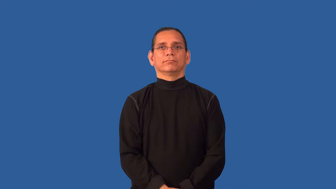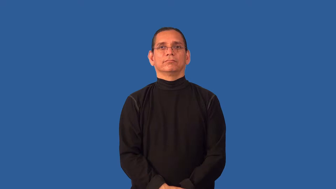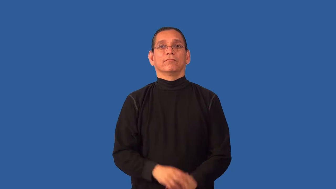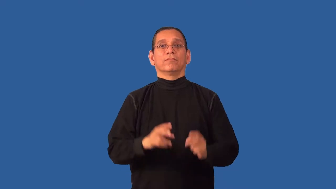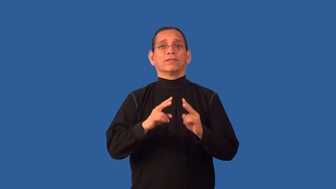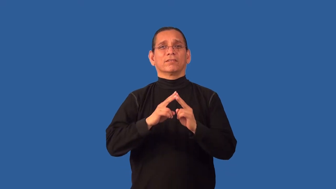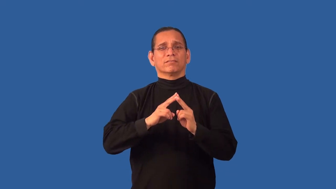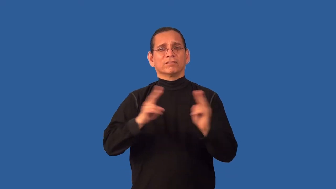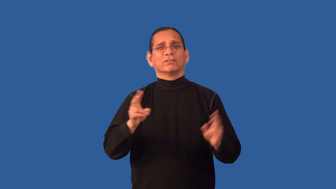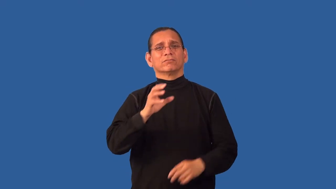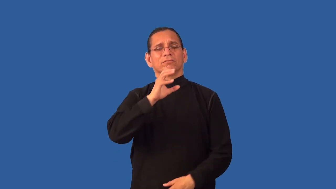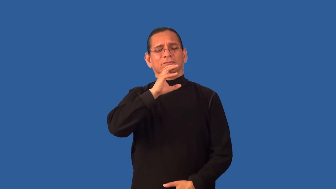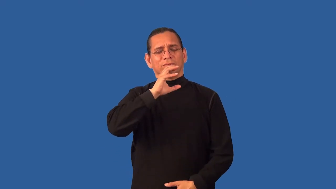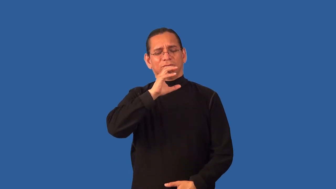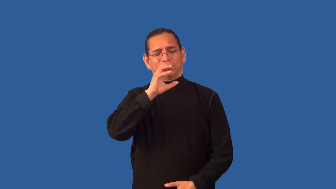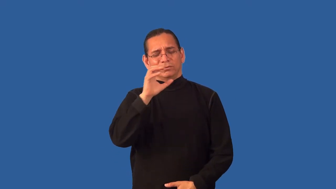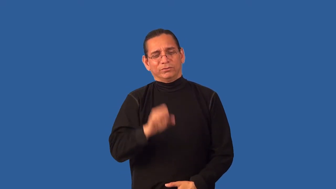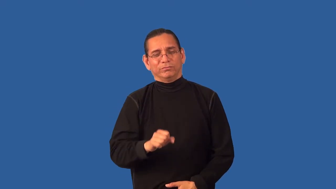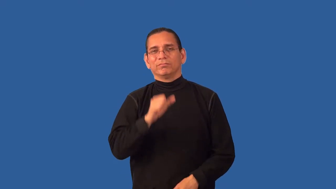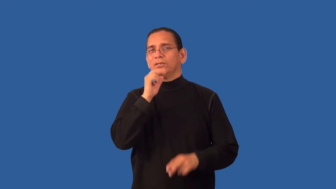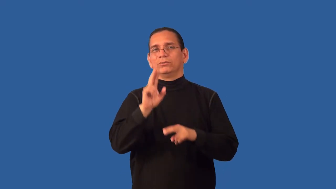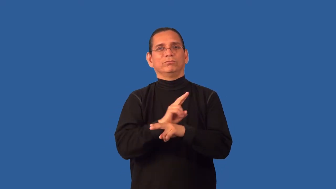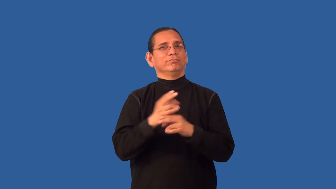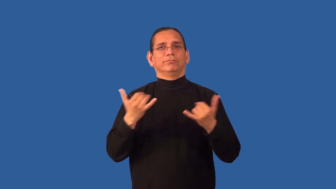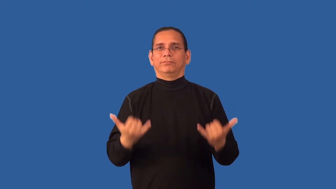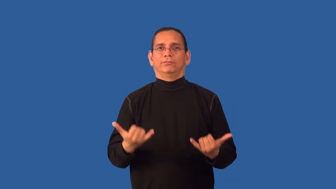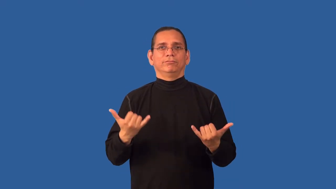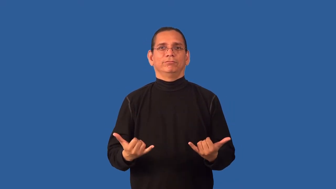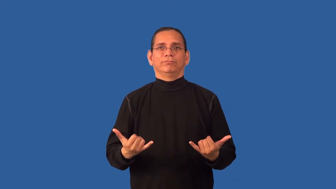antiquated,antidiluvian